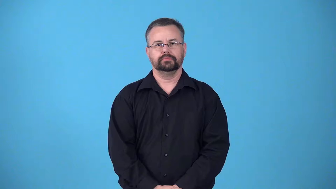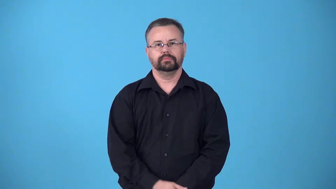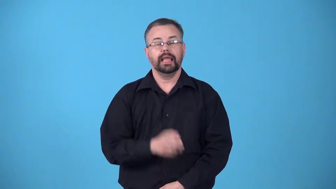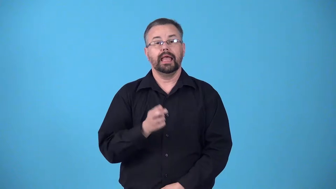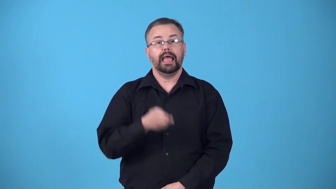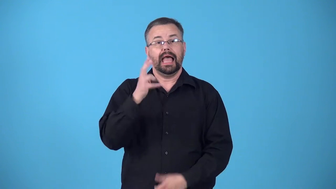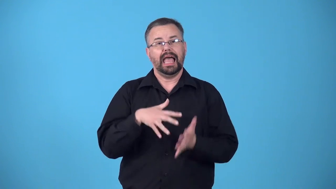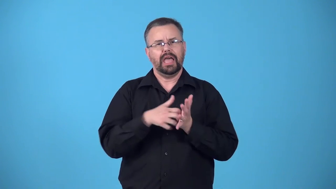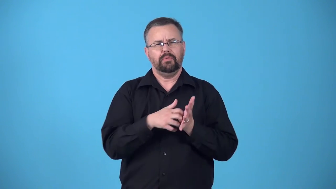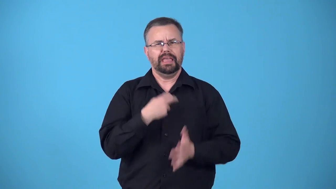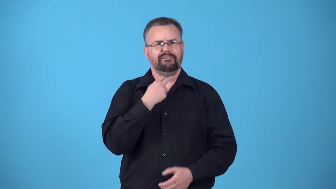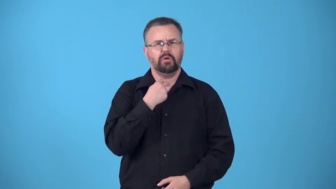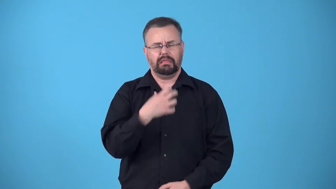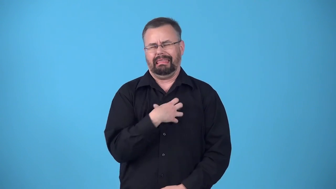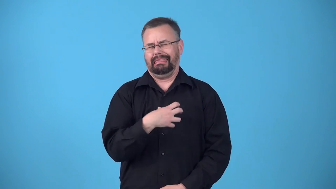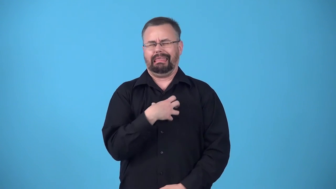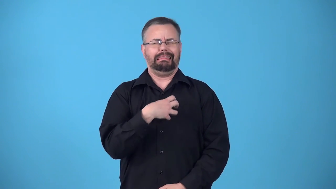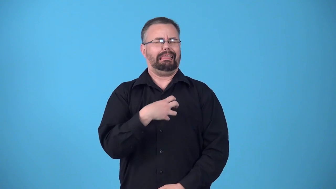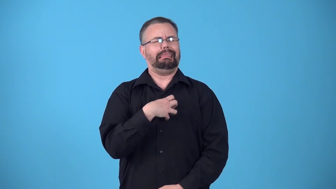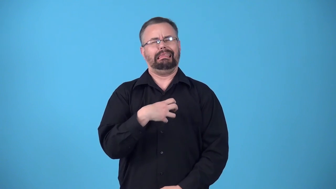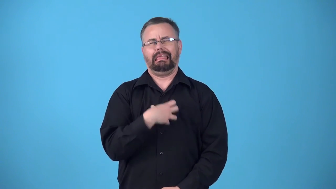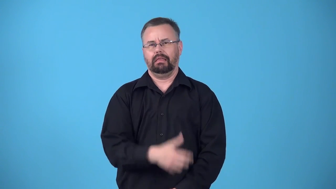bleat-complain about something in a weak voice